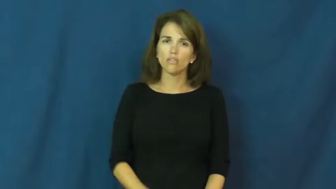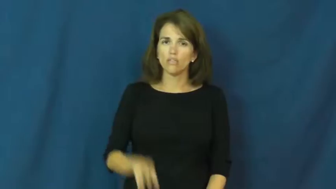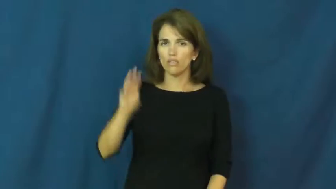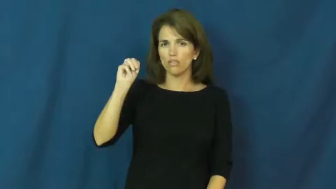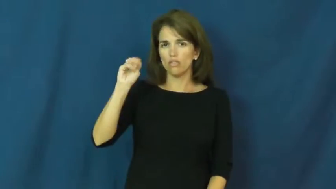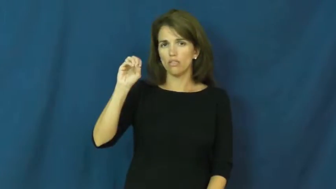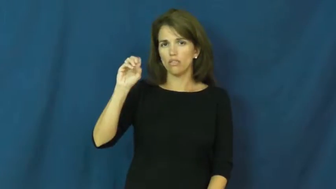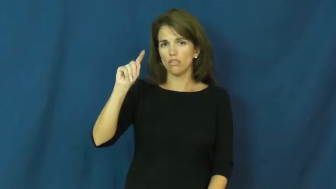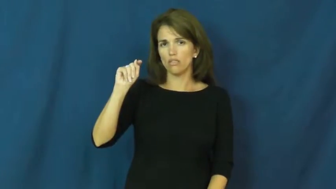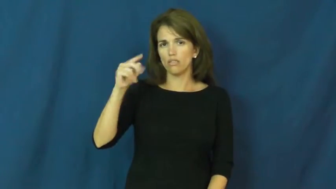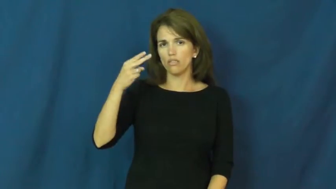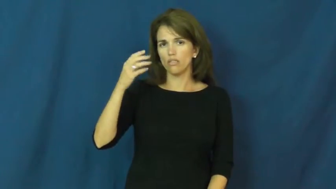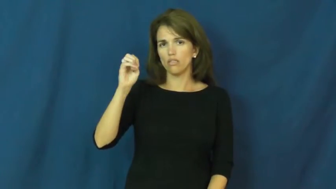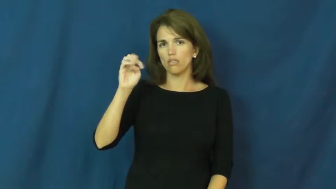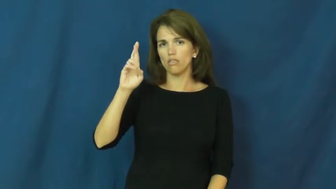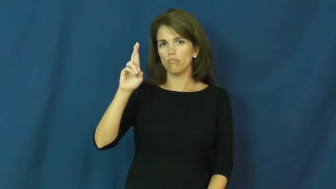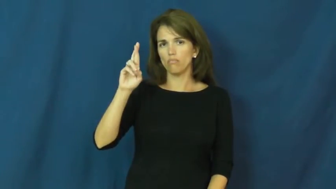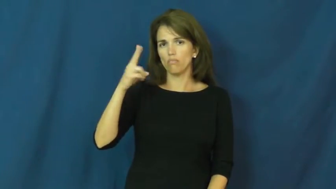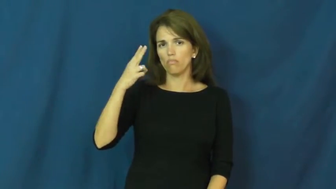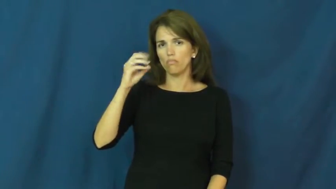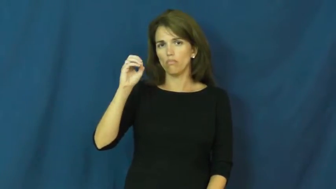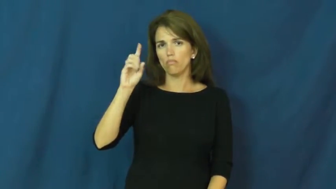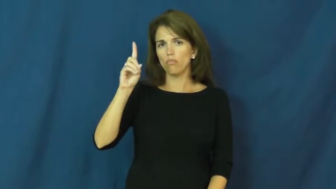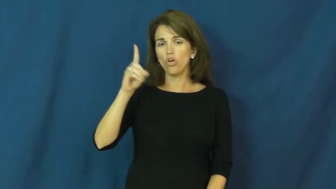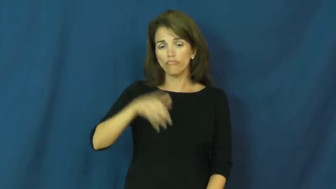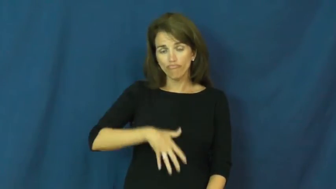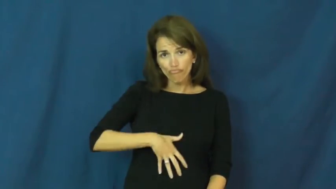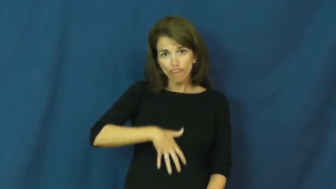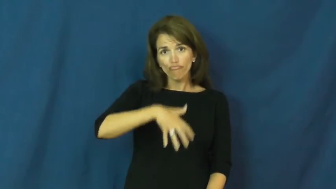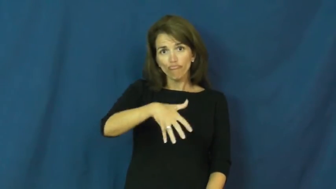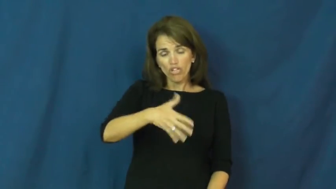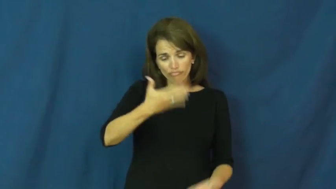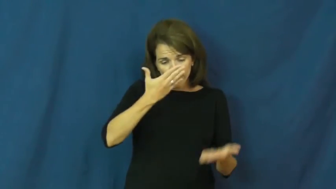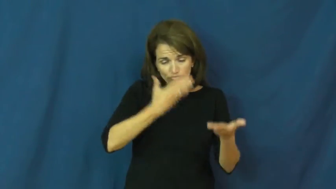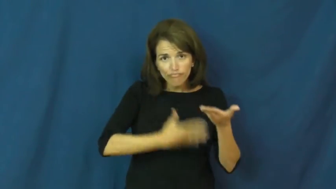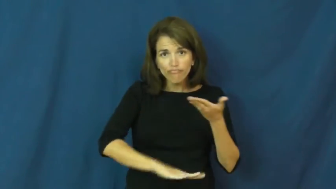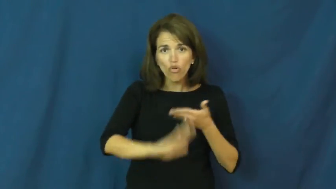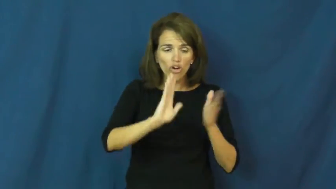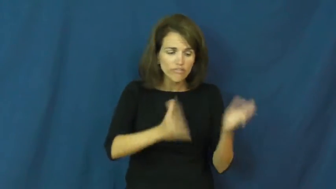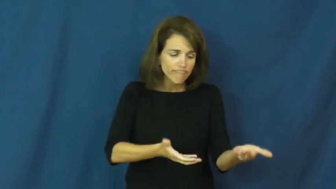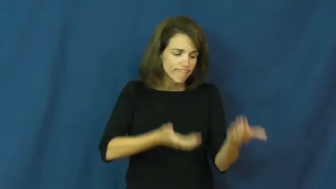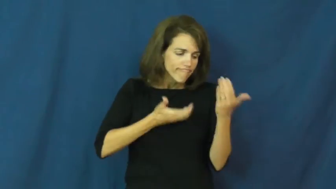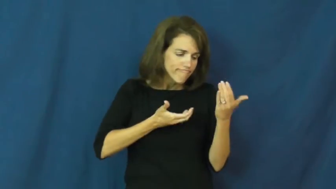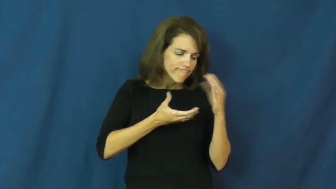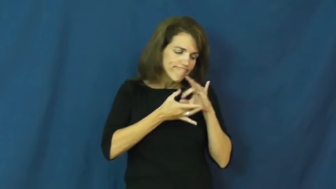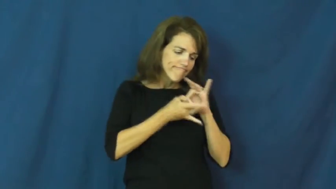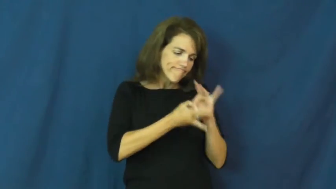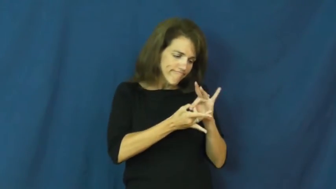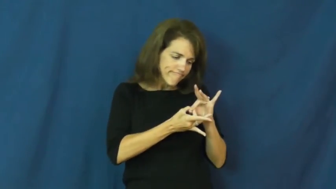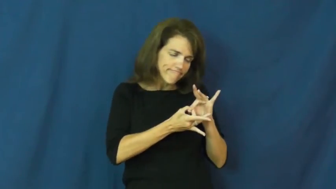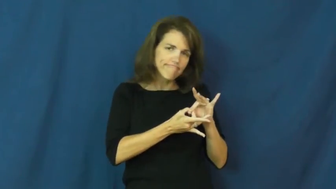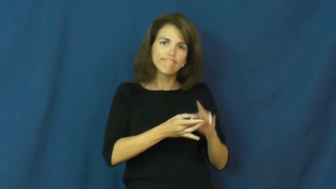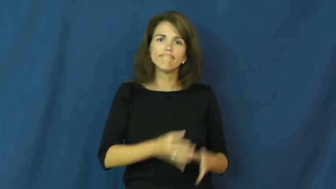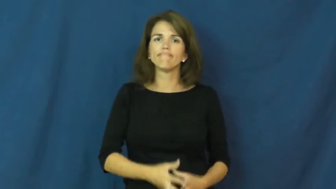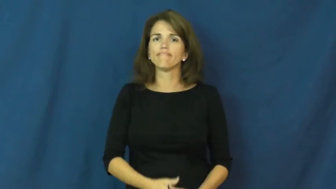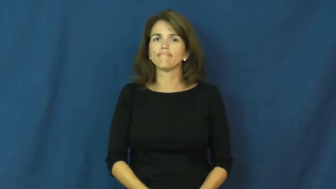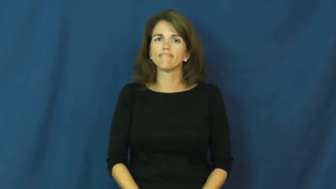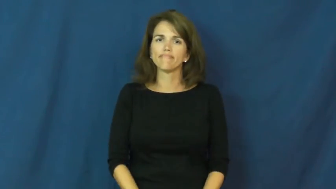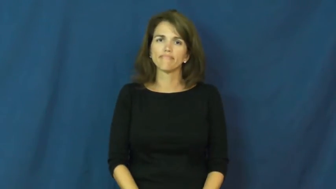motherhood